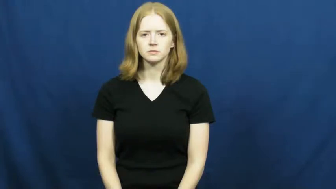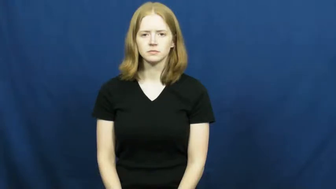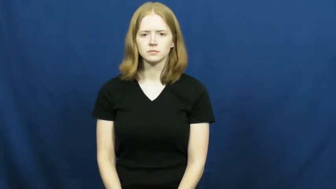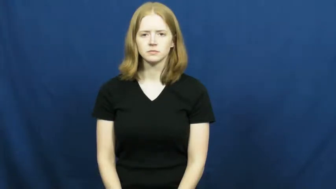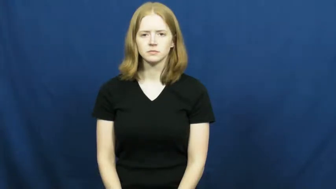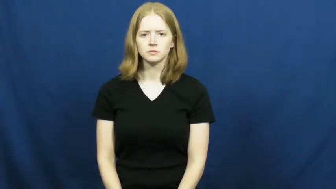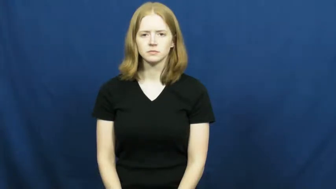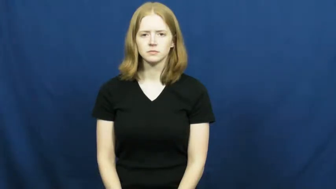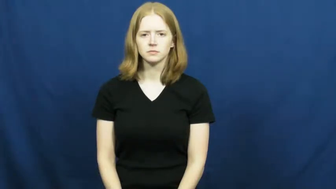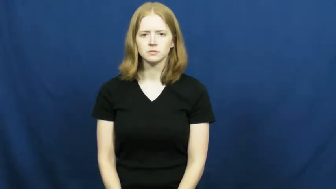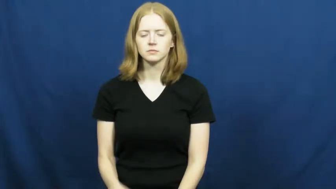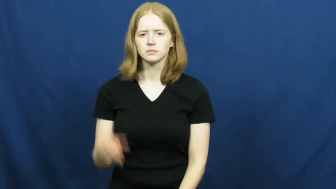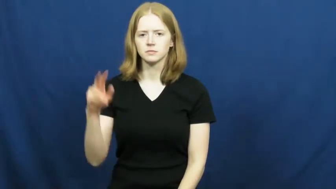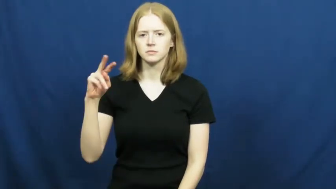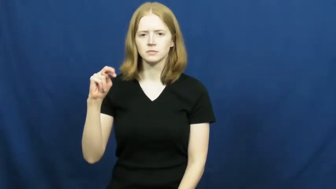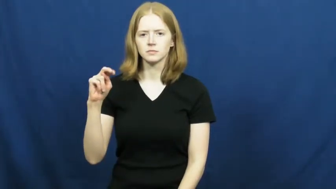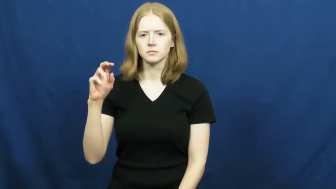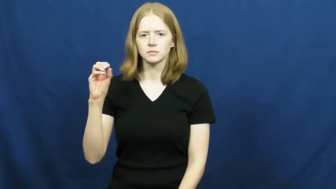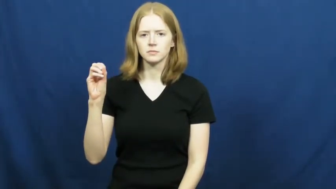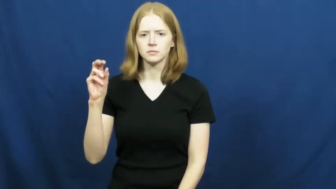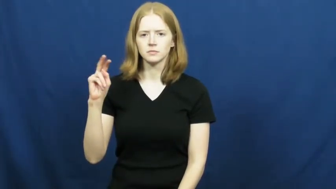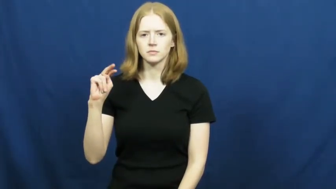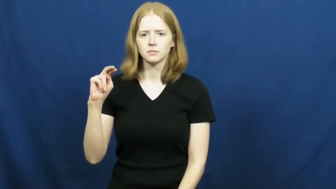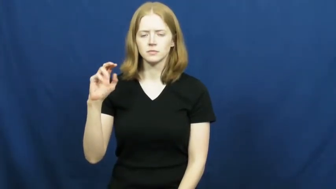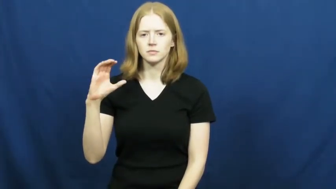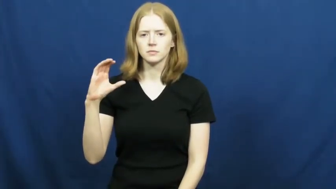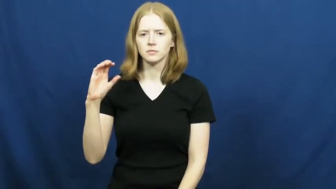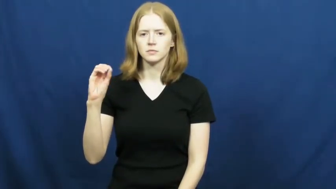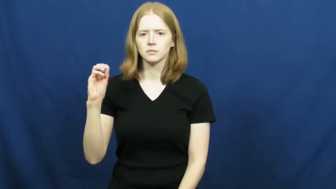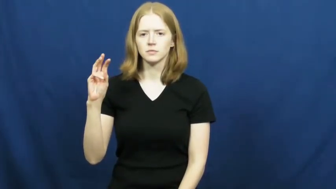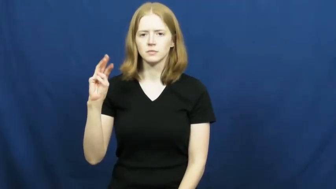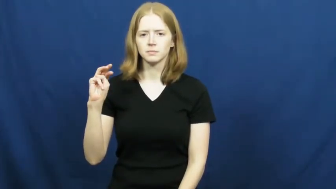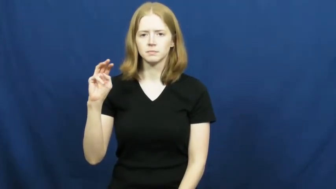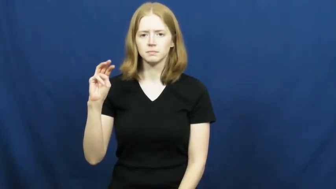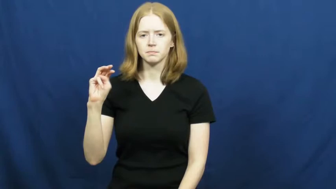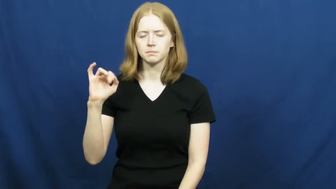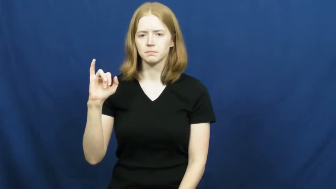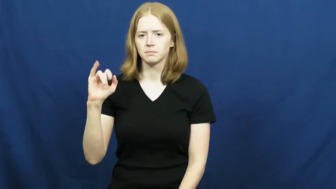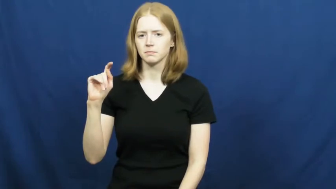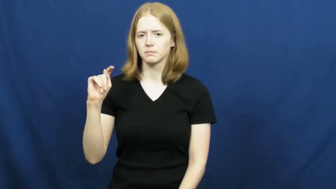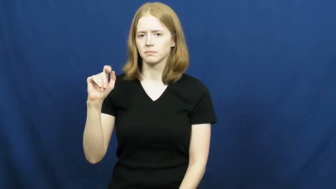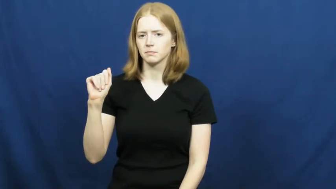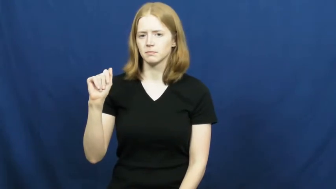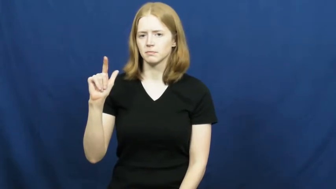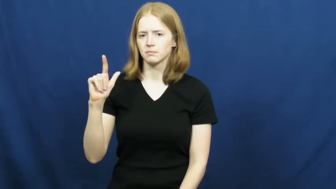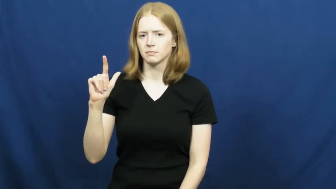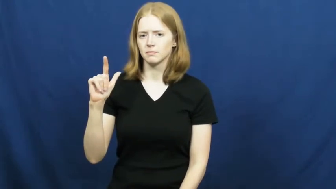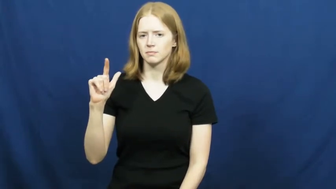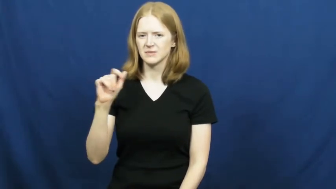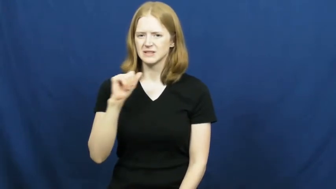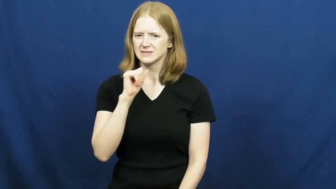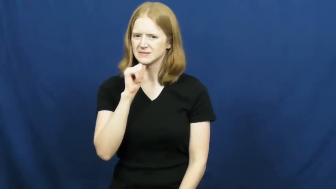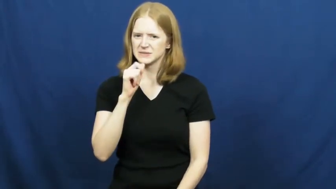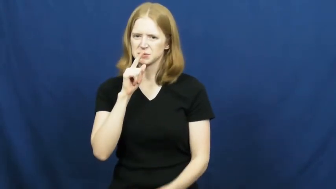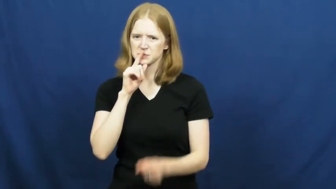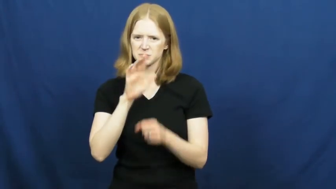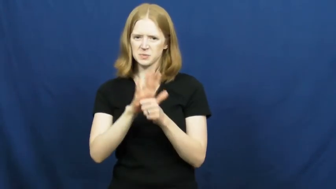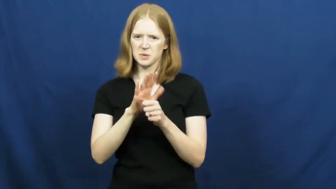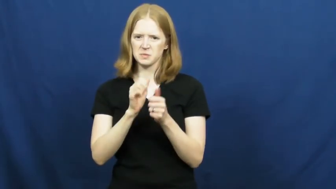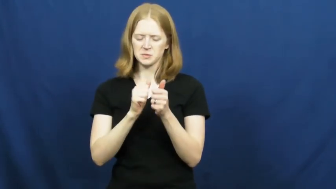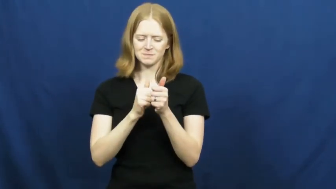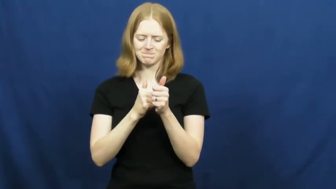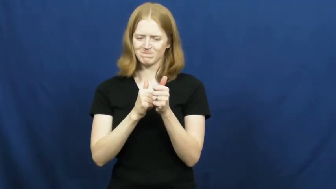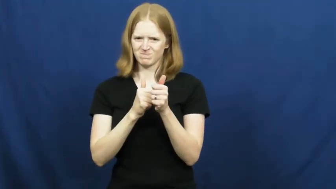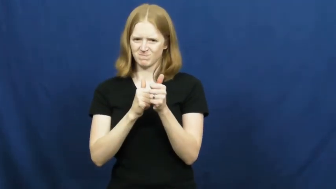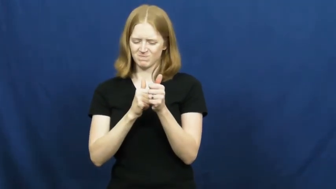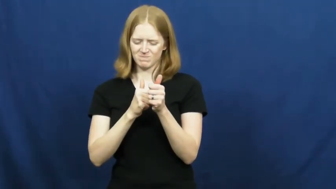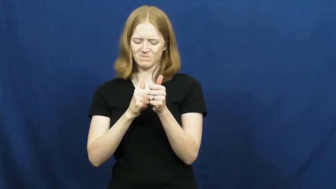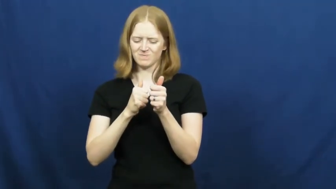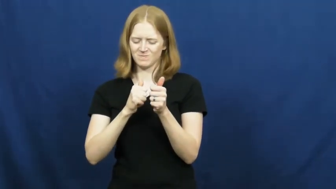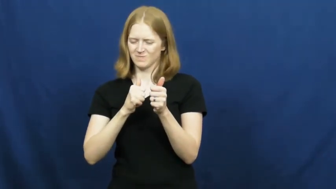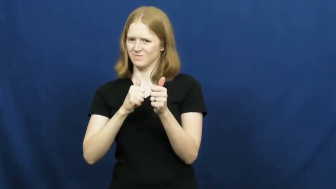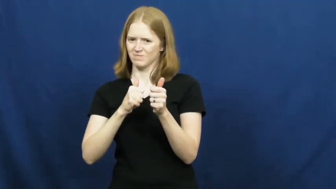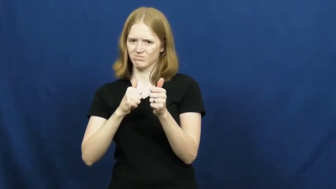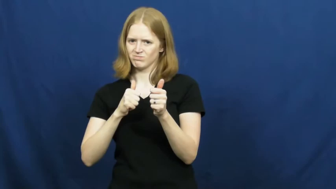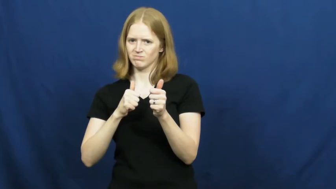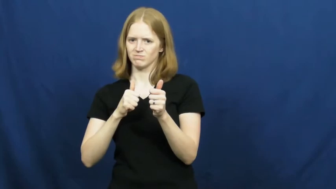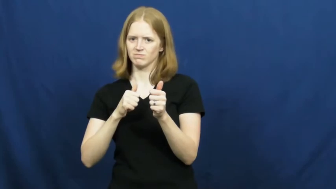noncommital